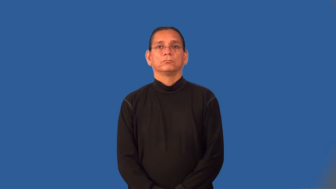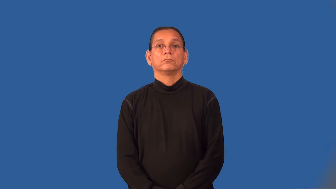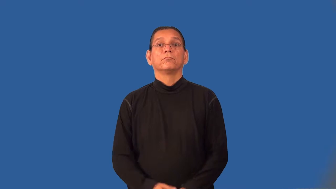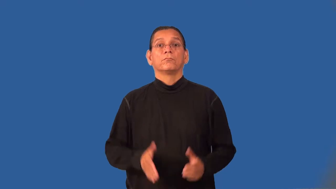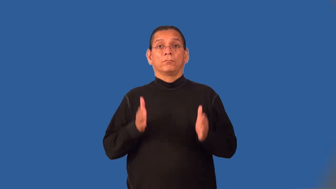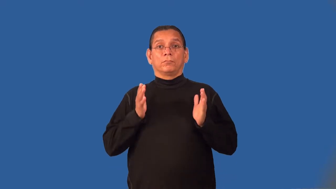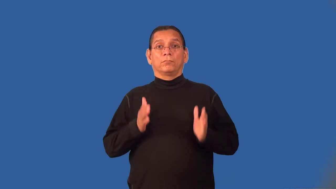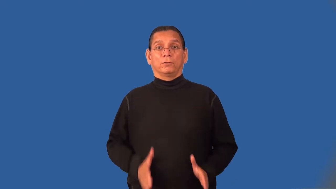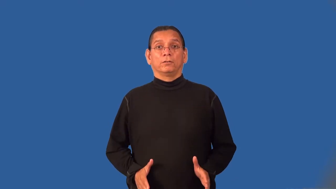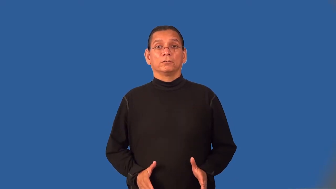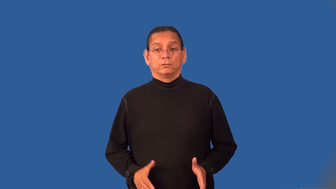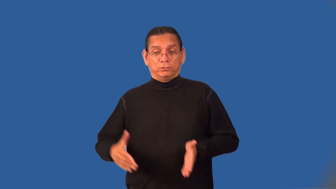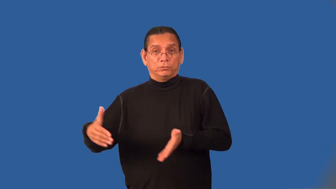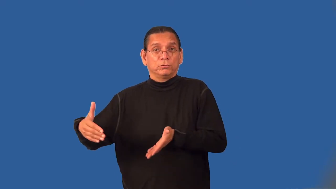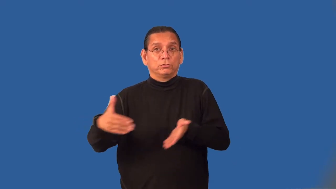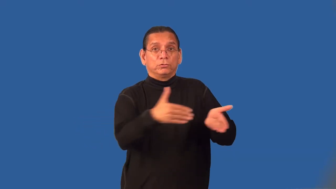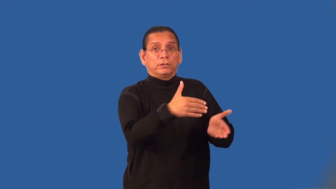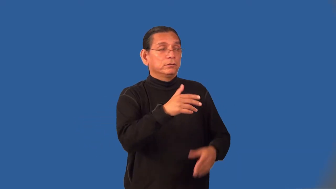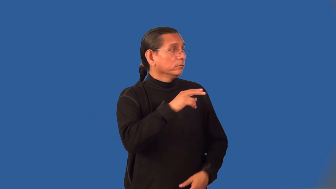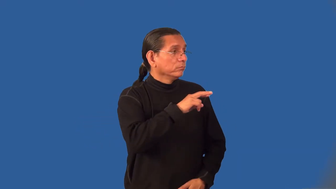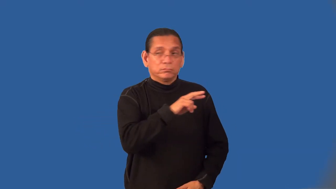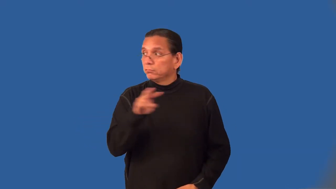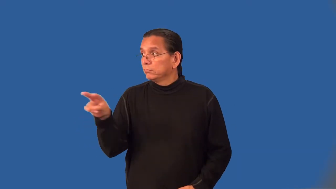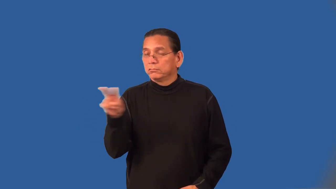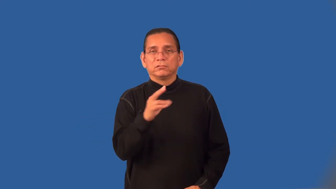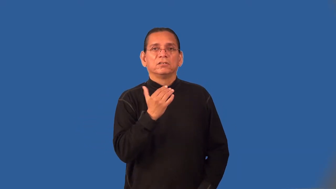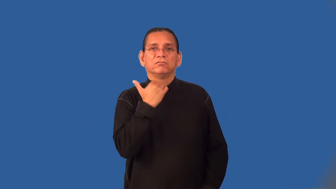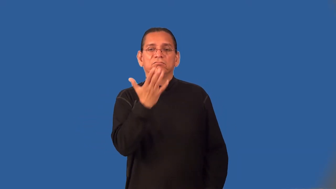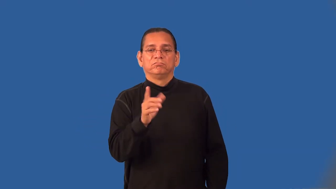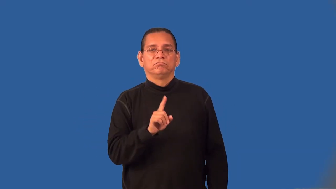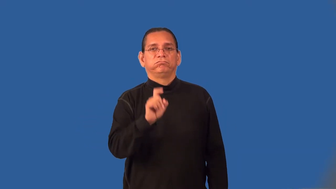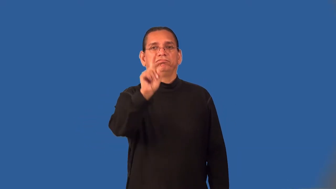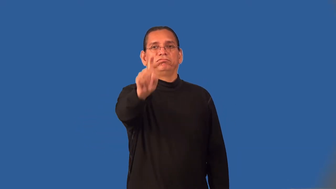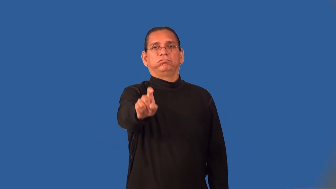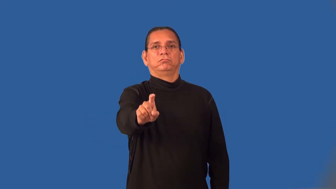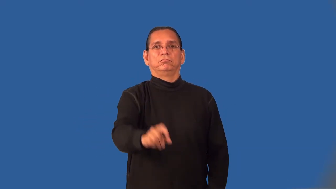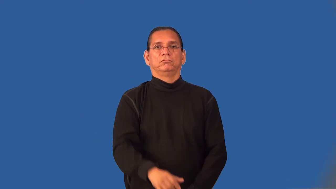jaywalker